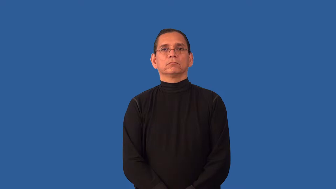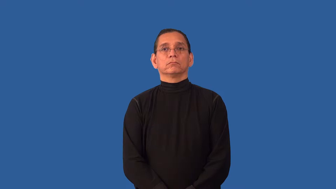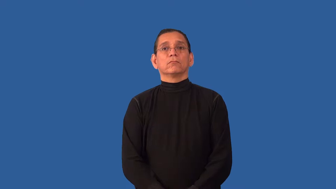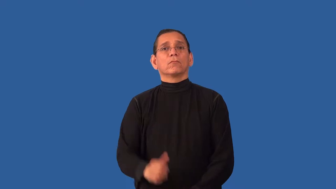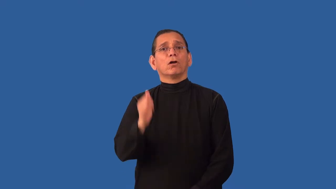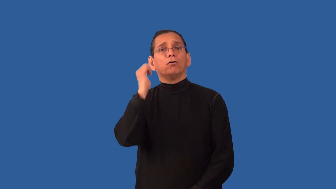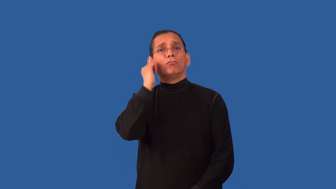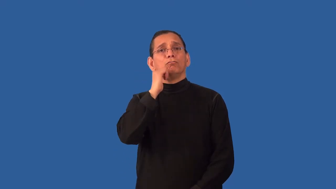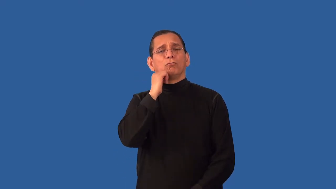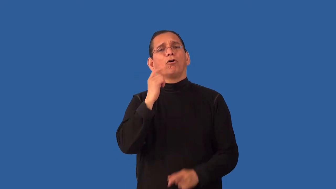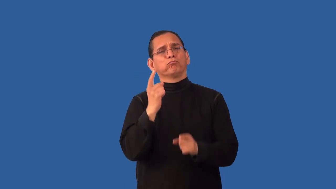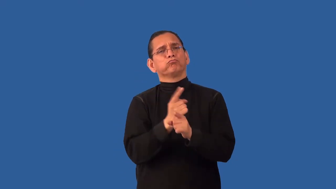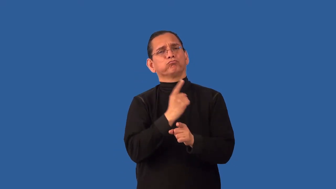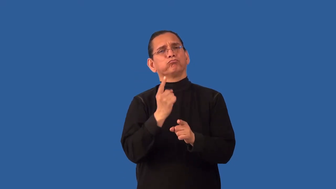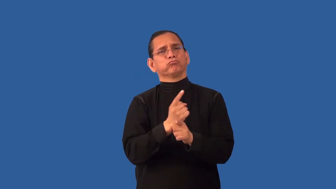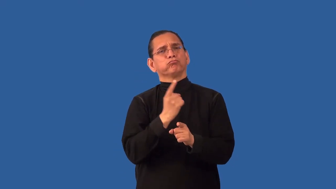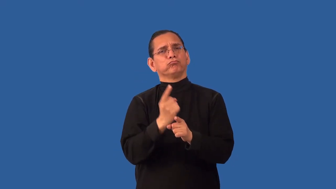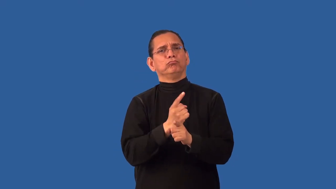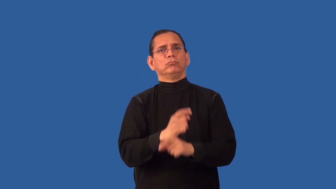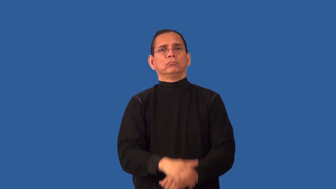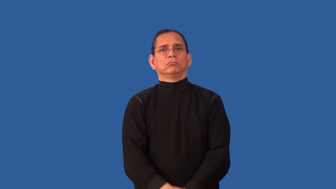undistinguished,unexceptional